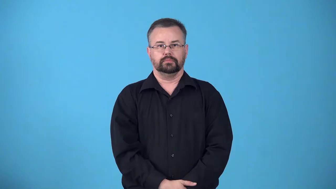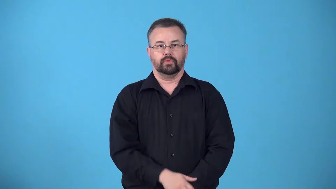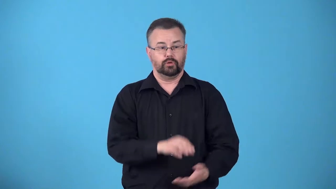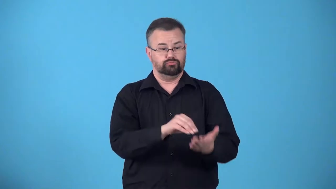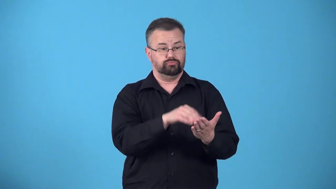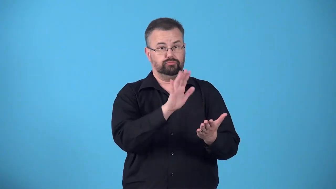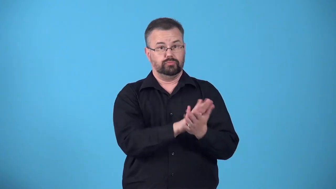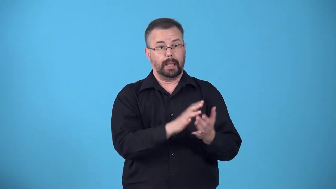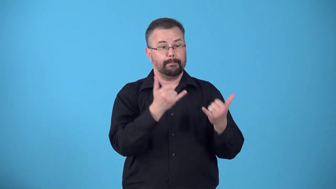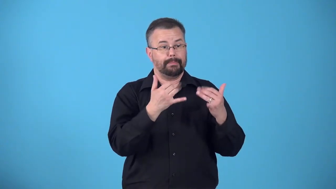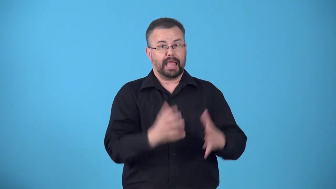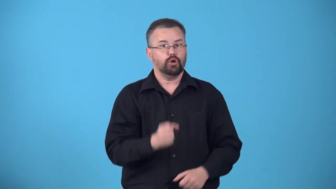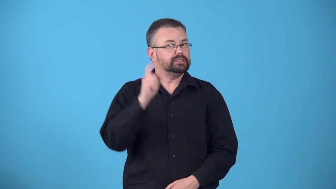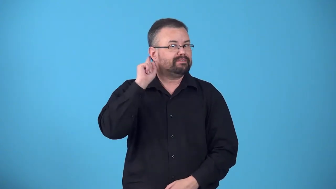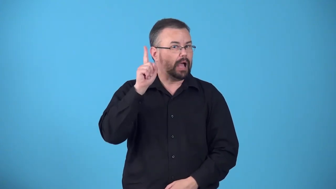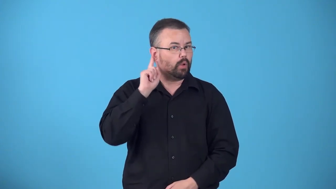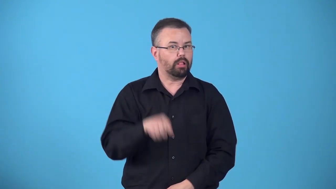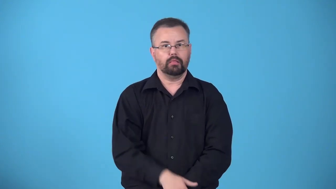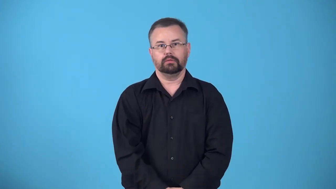book-record players name in book after foul